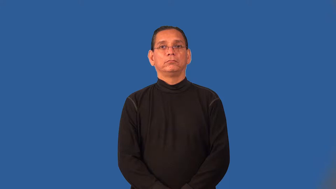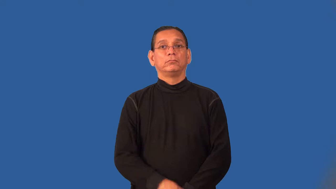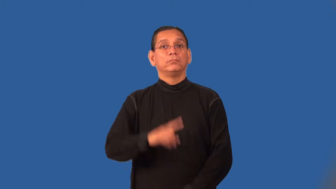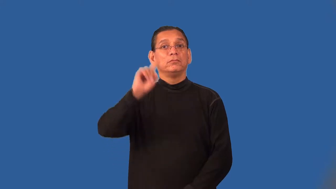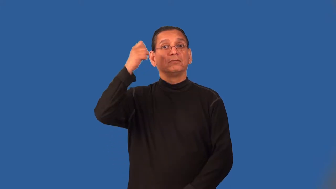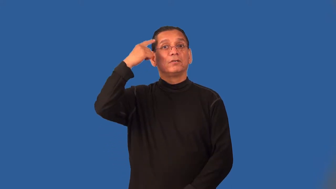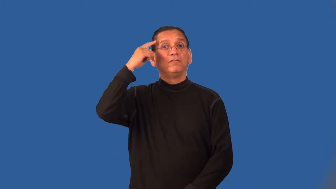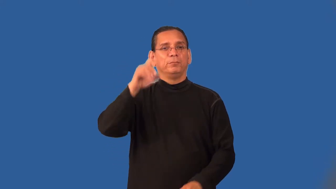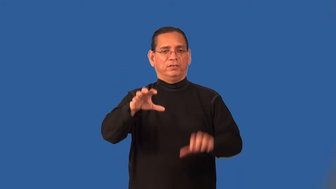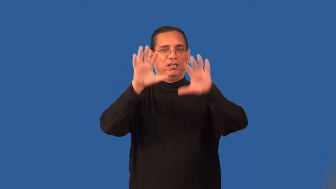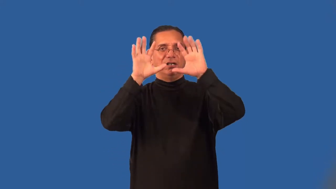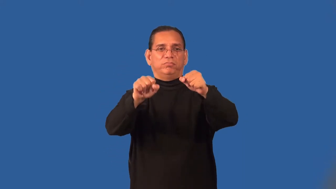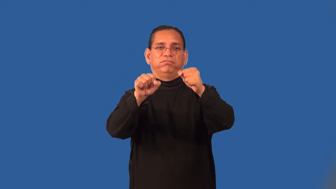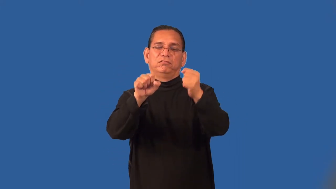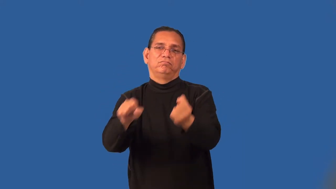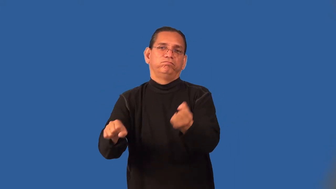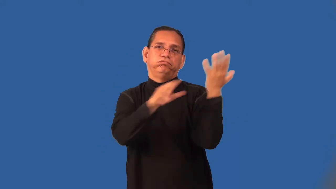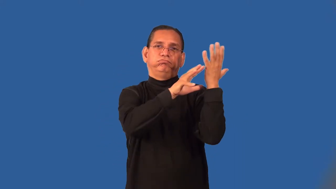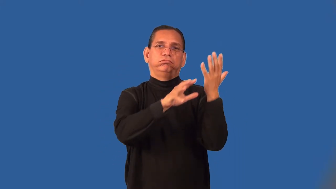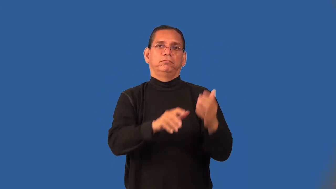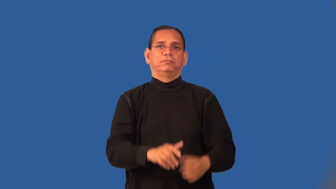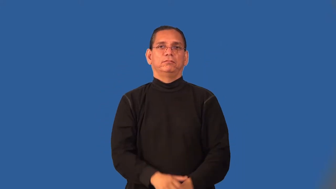overthrow-government